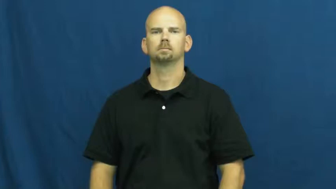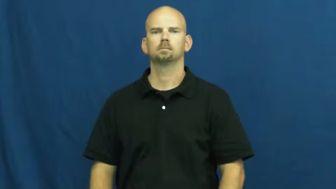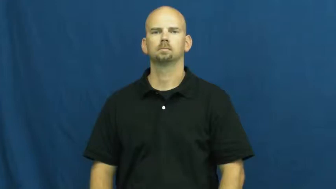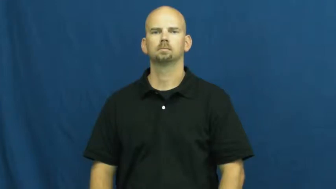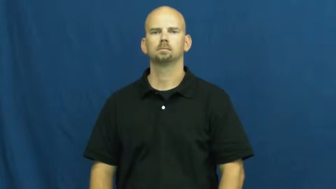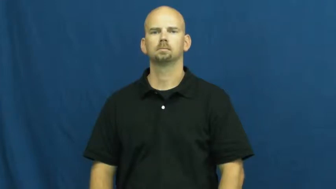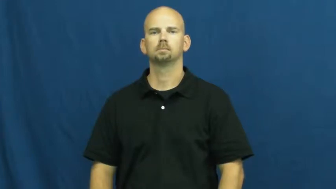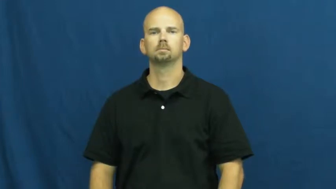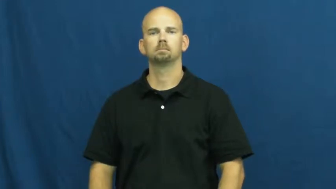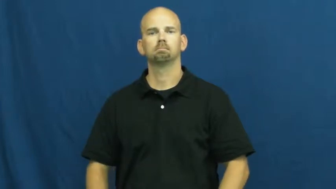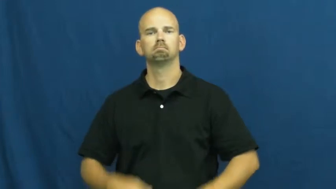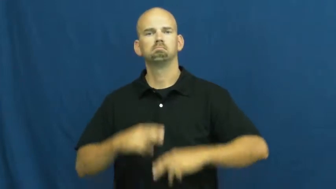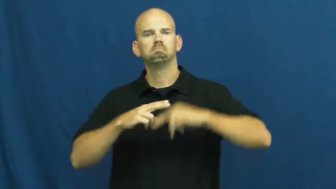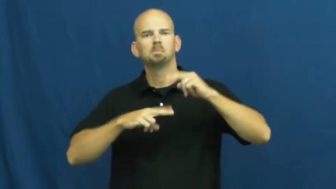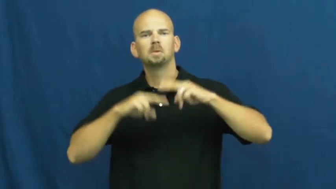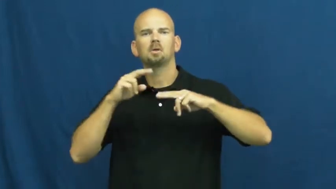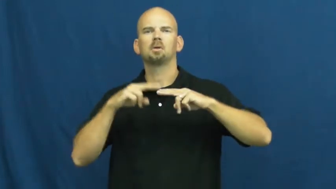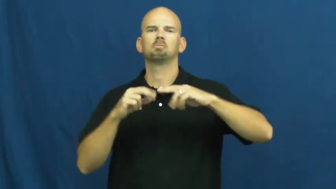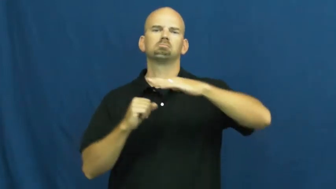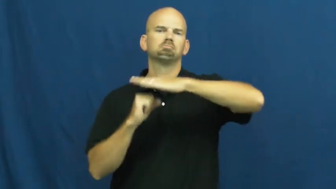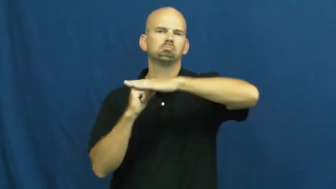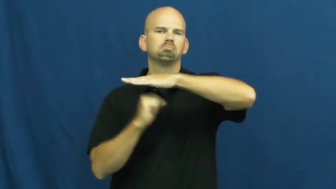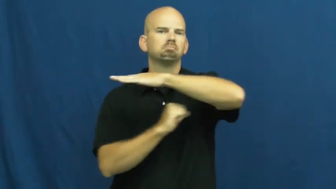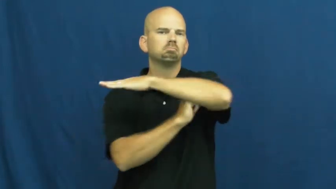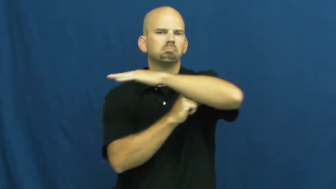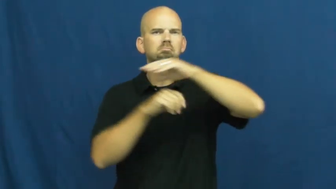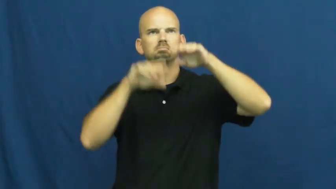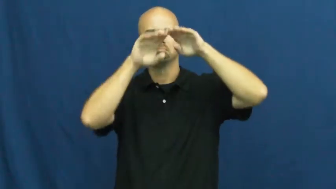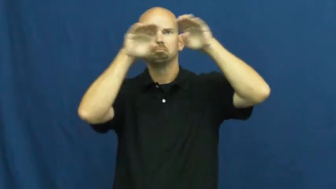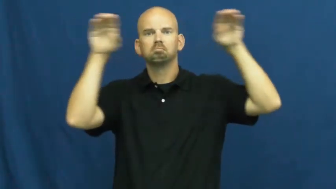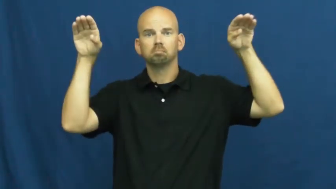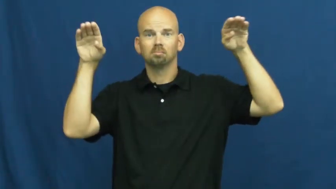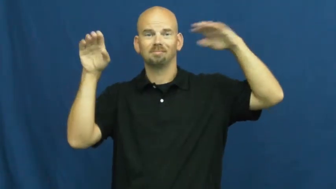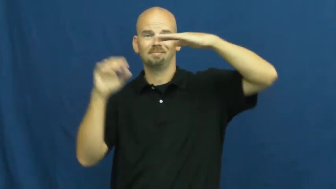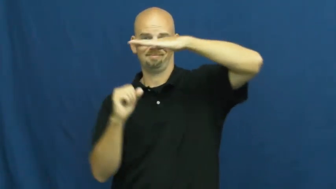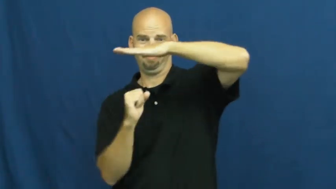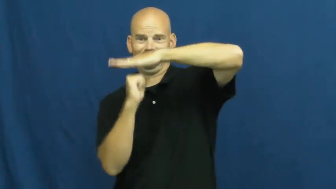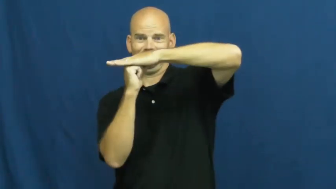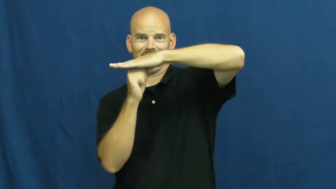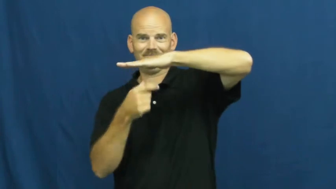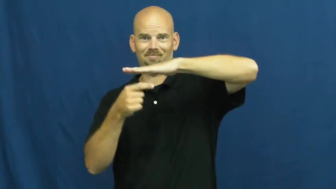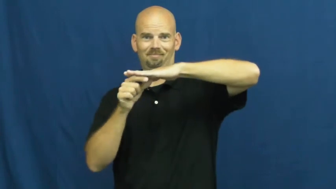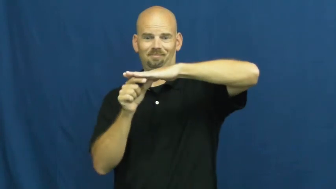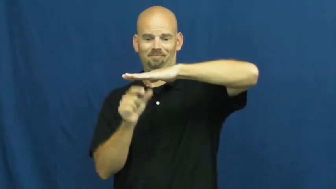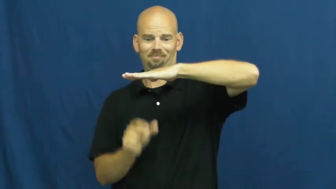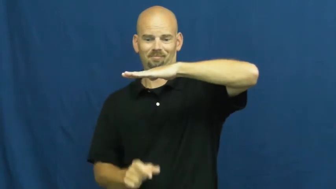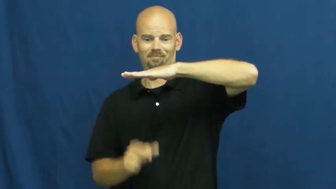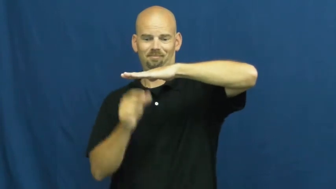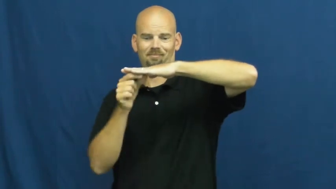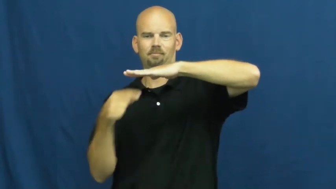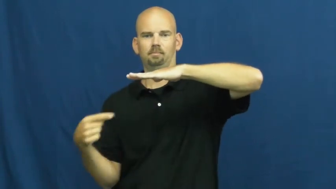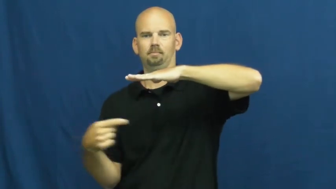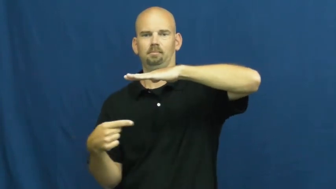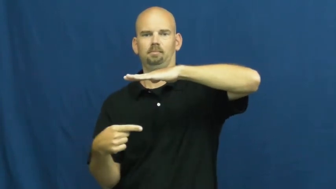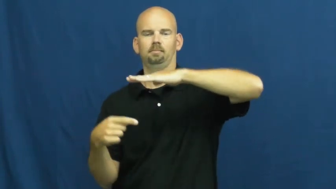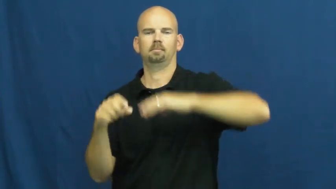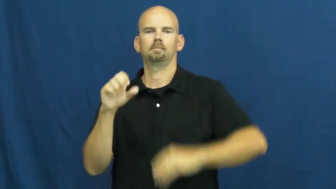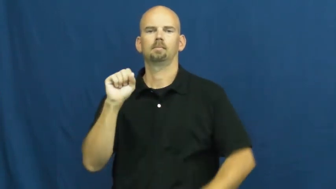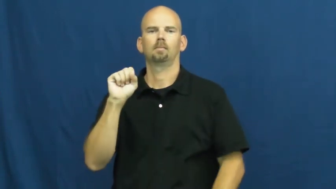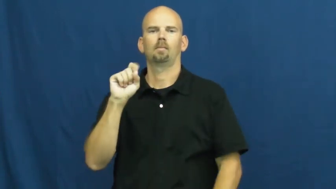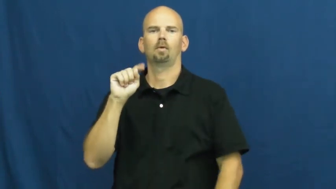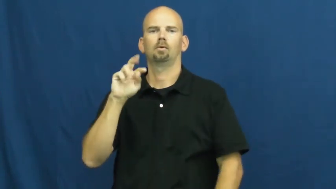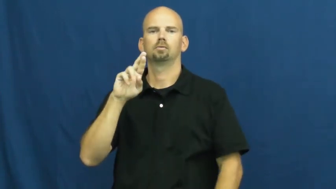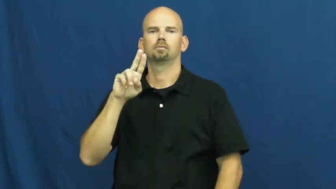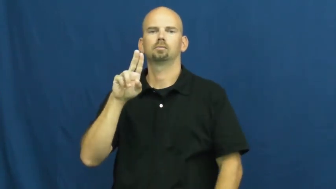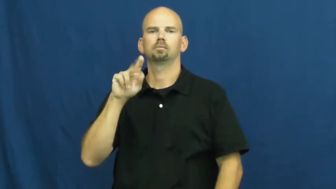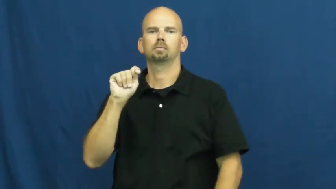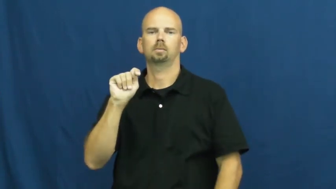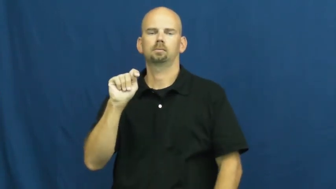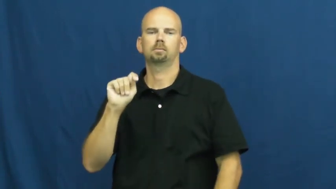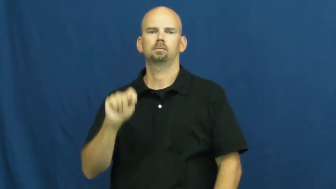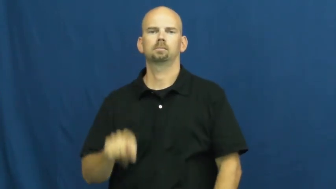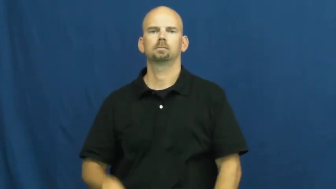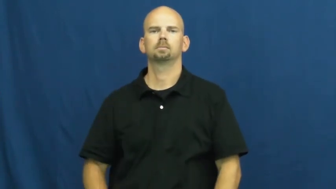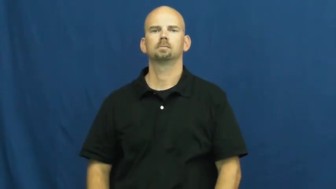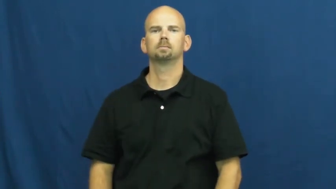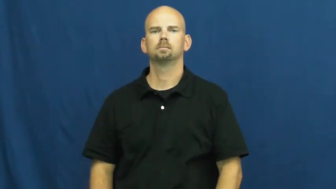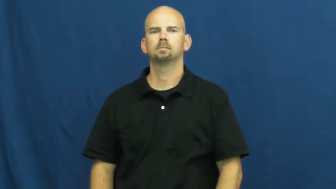strut-structure